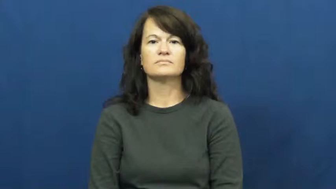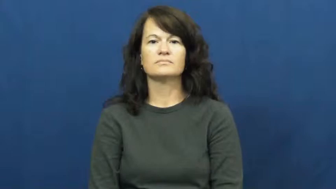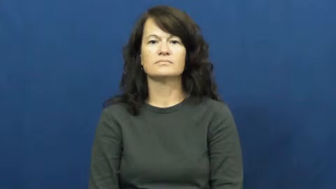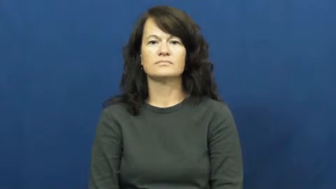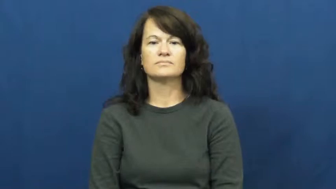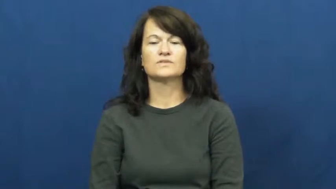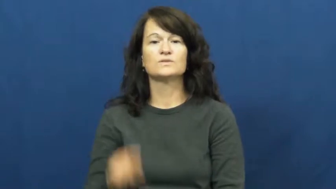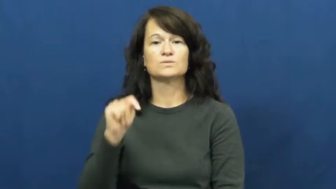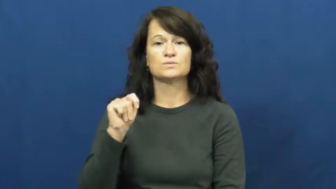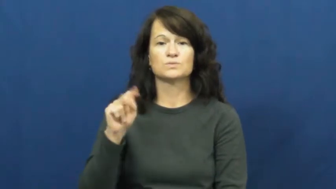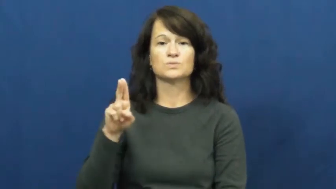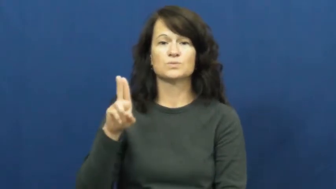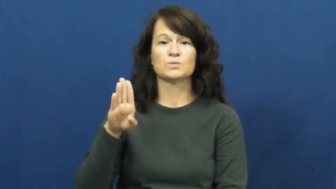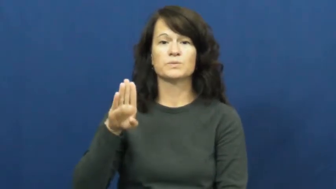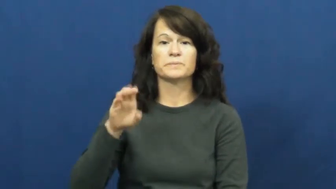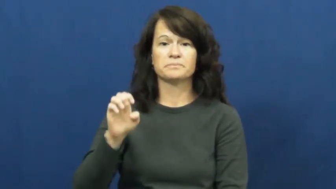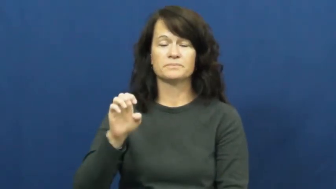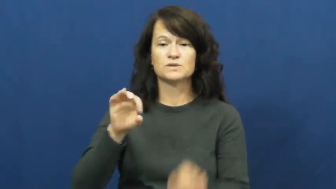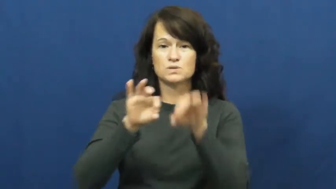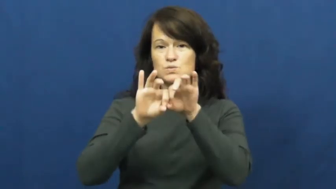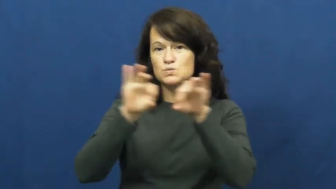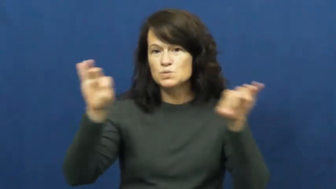tube-pipe